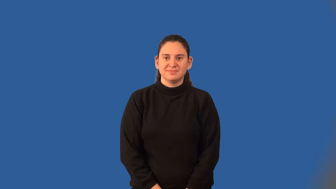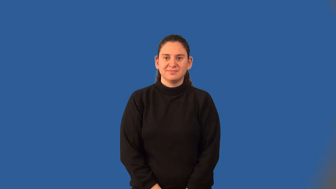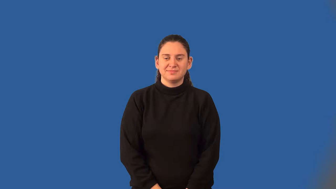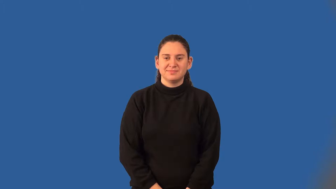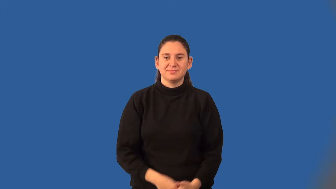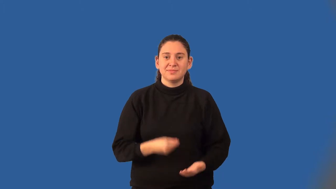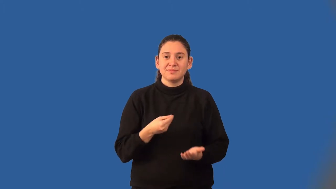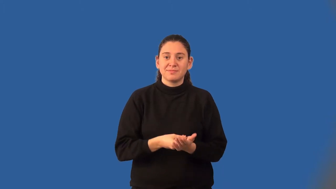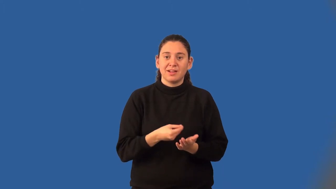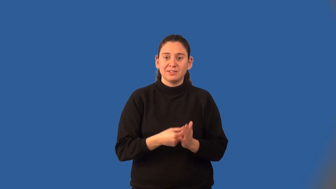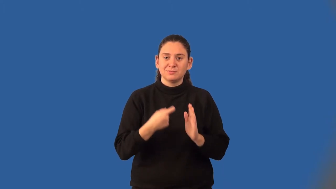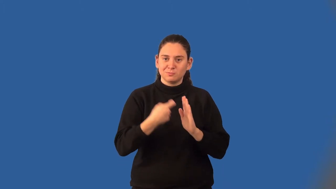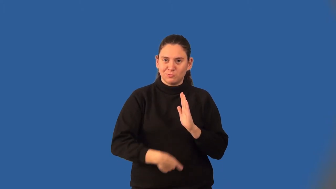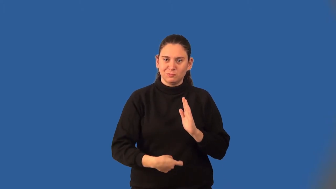finance charge